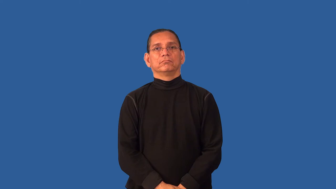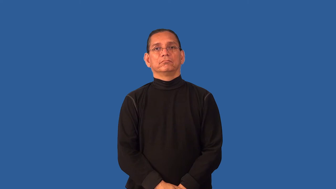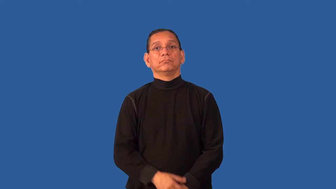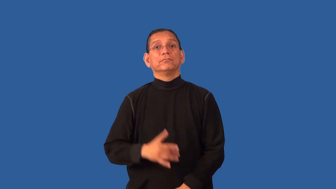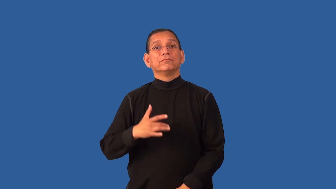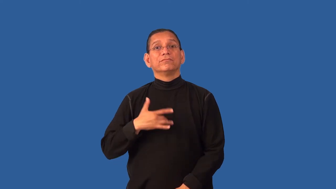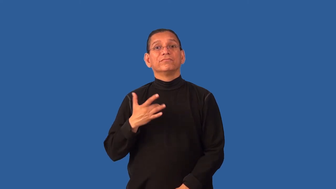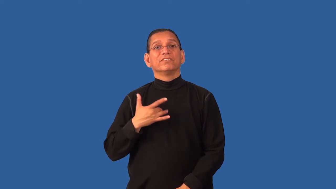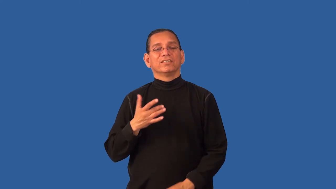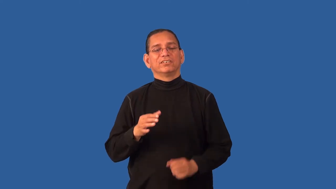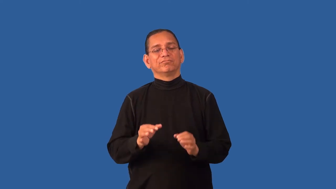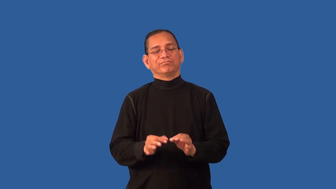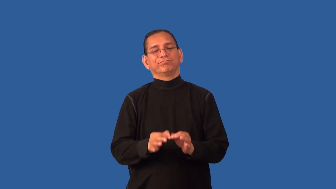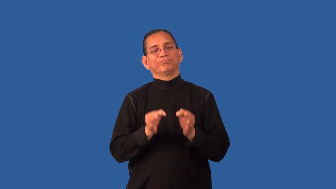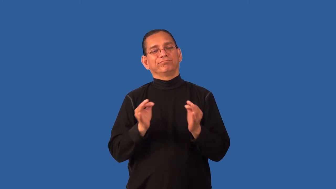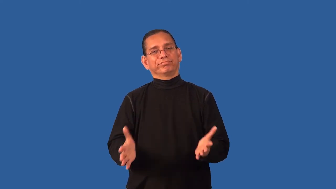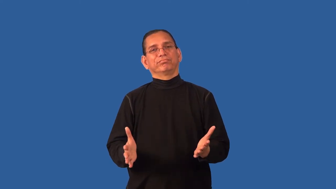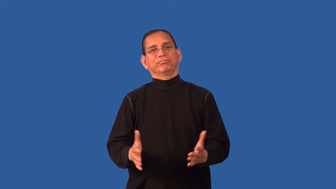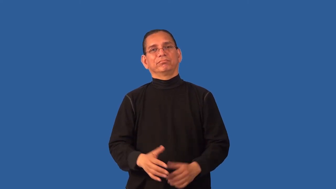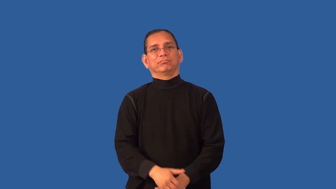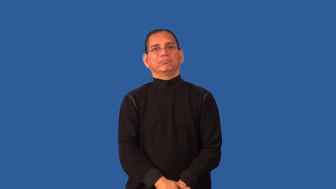discouraged